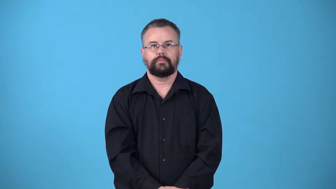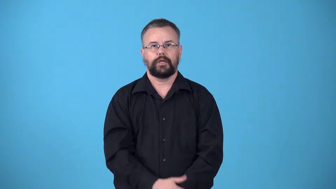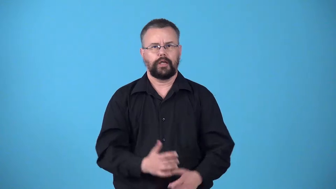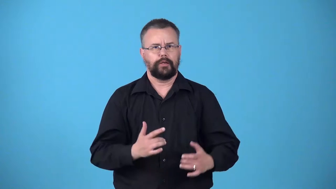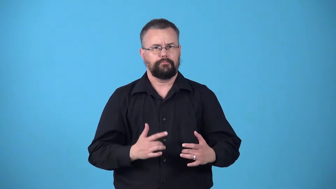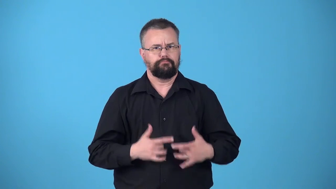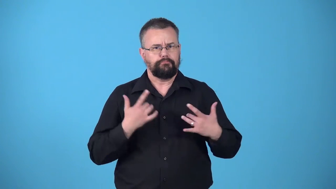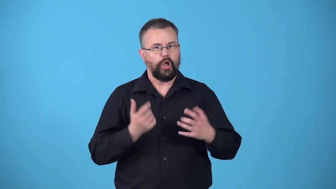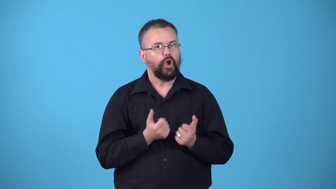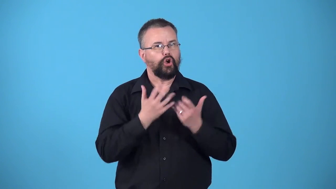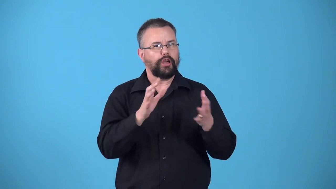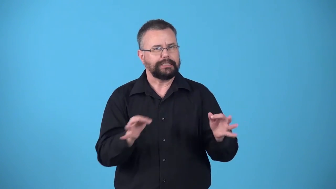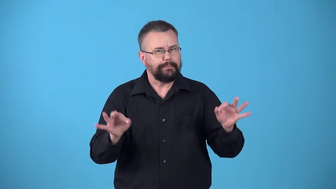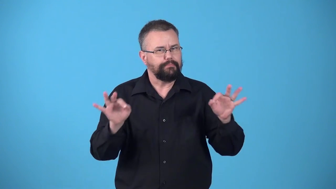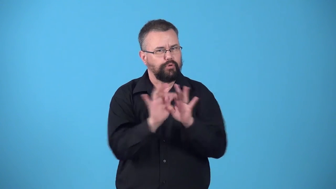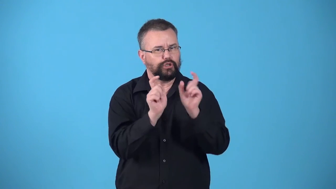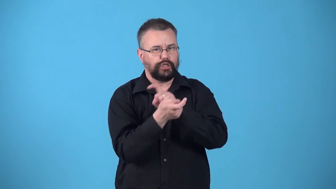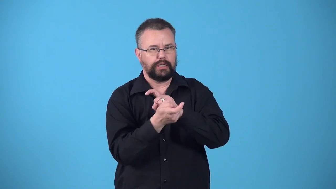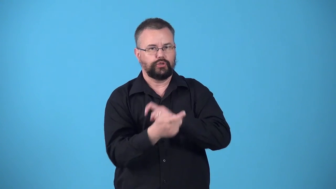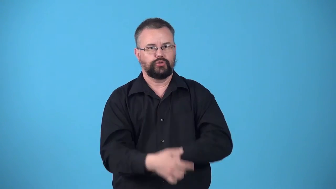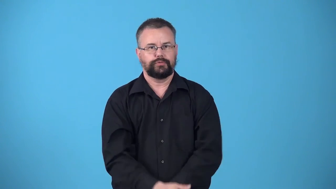watershed-event that cause an important change